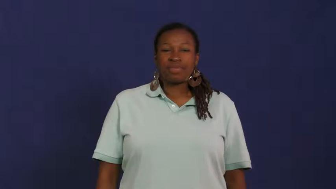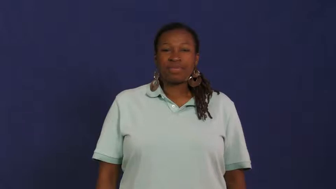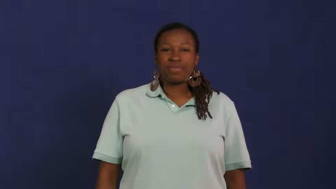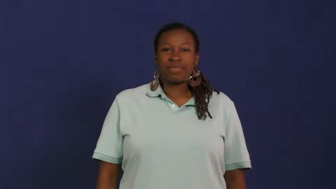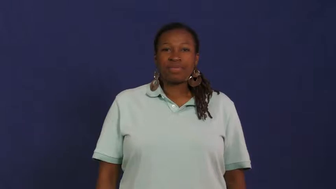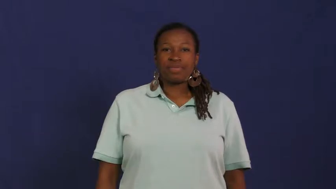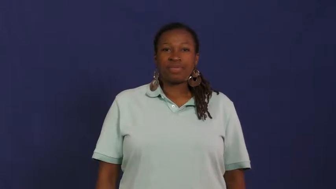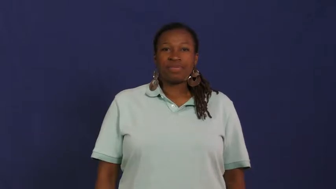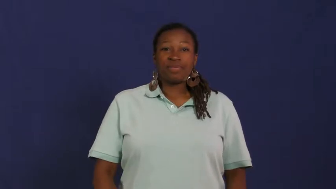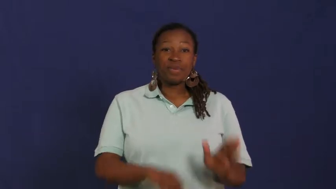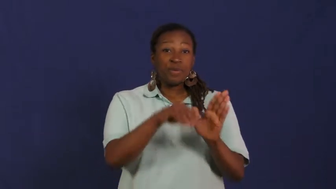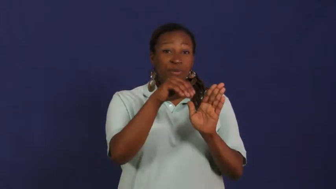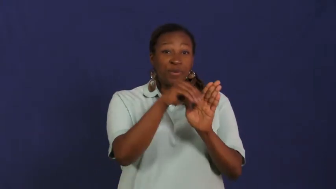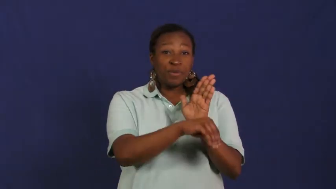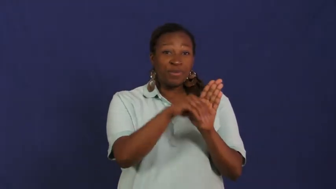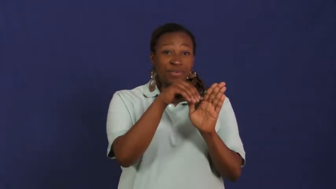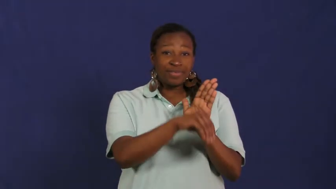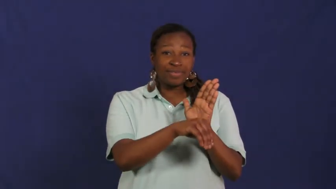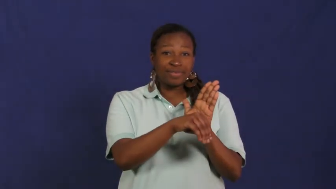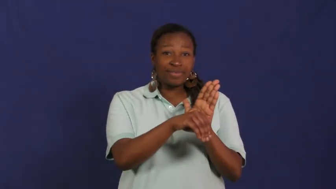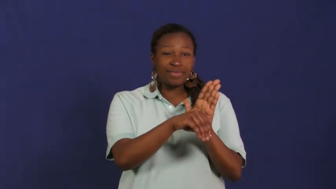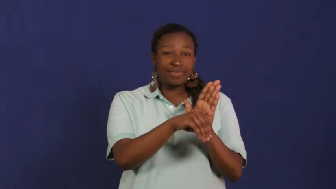new orleans